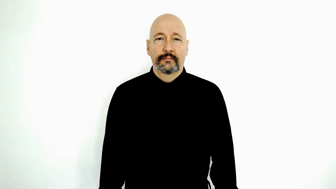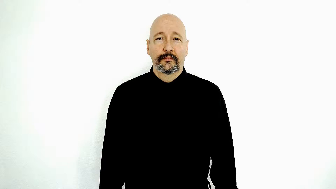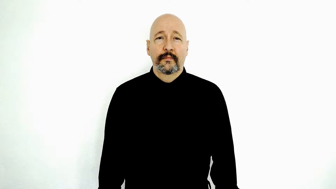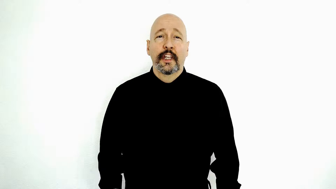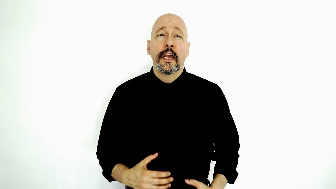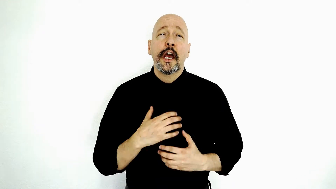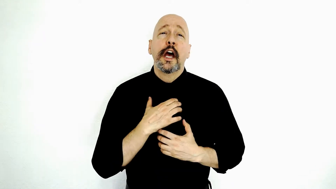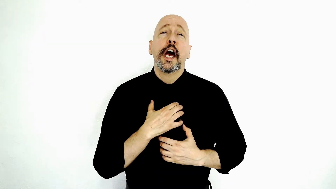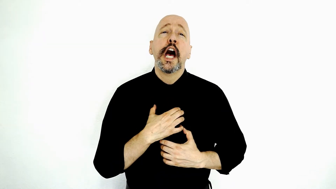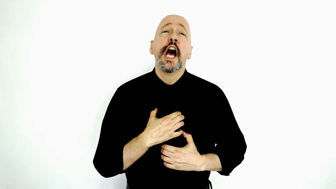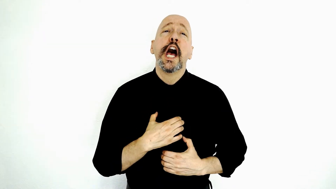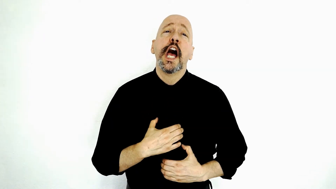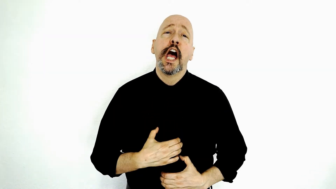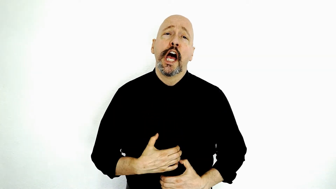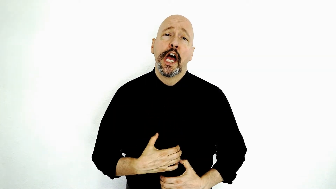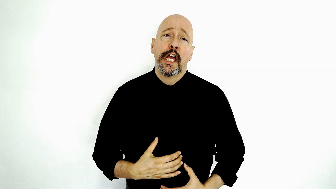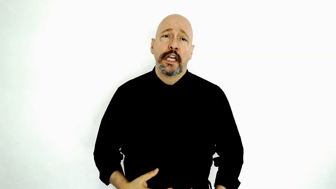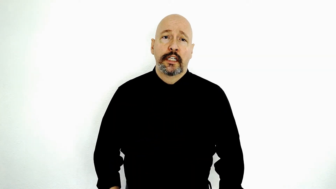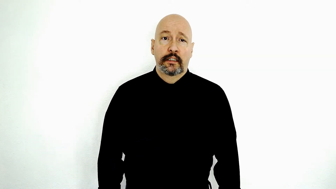STARVATION-[2-handed-version] / starve / famine / severe-hunger